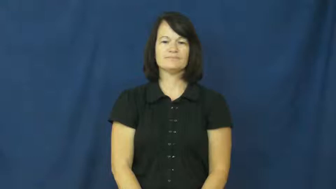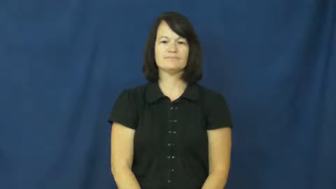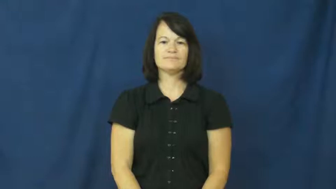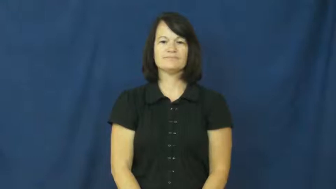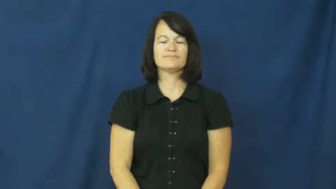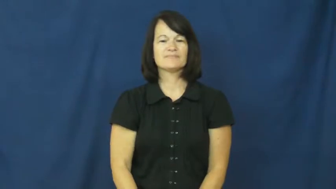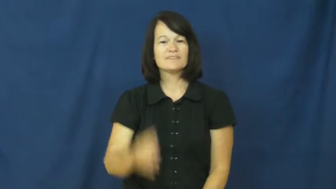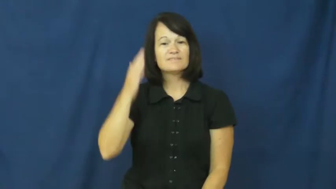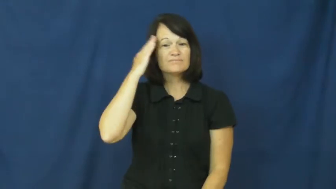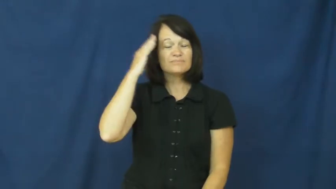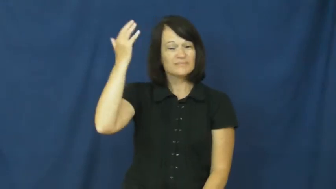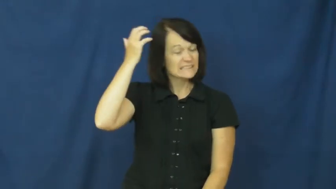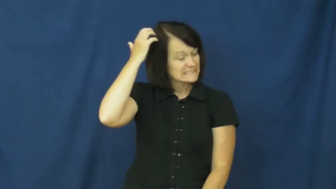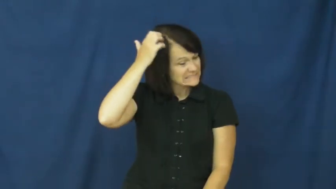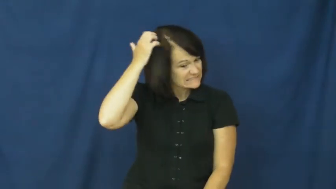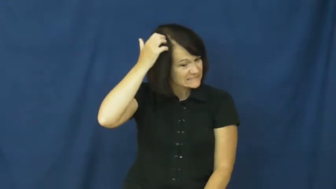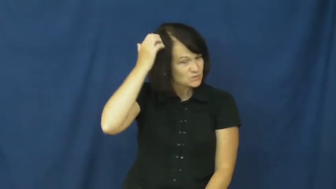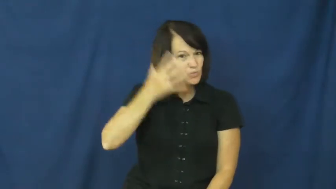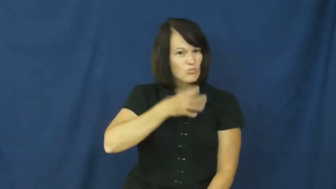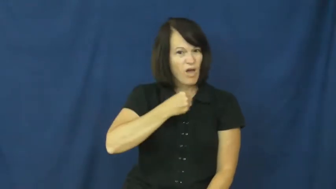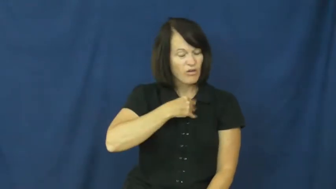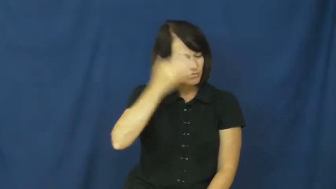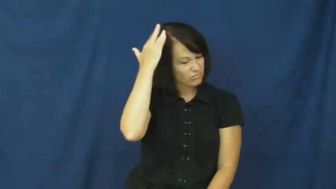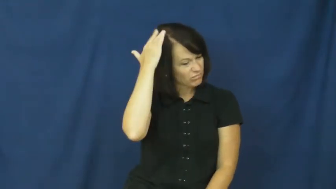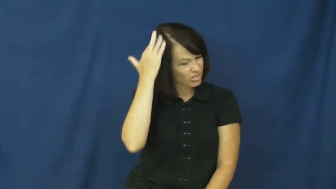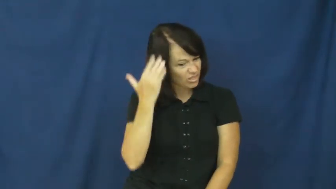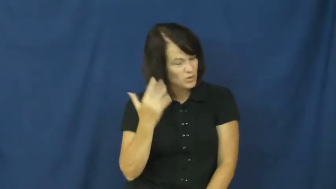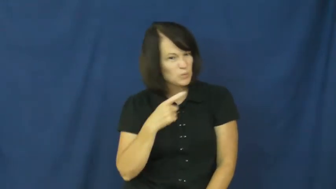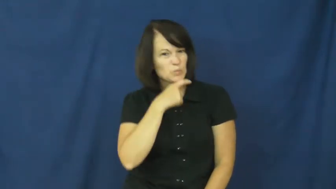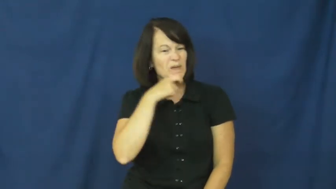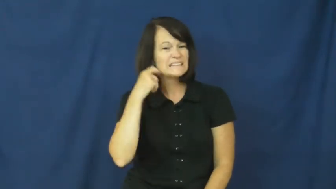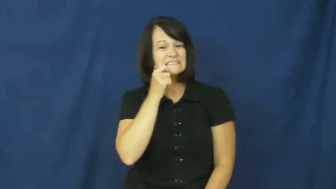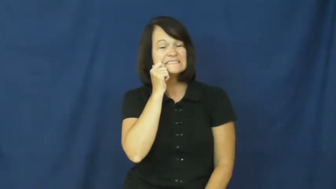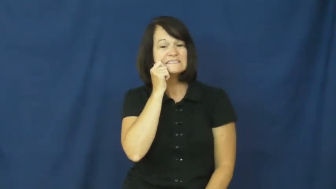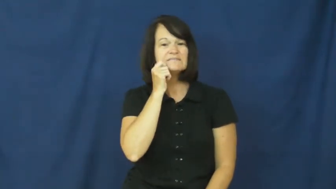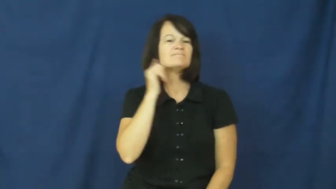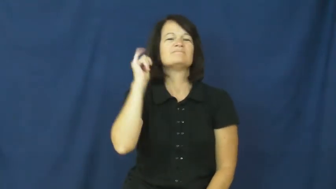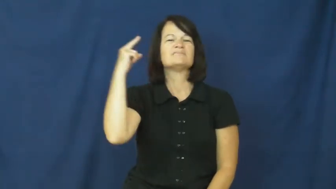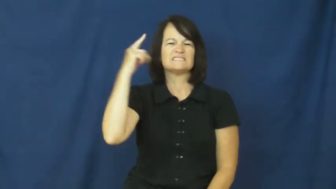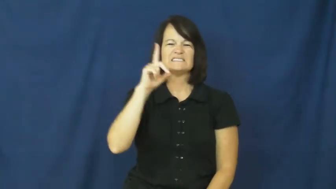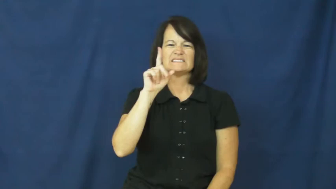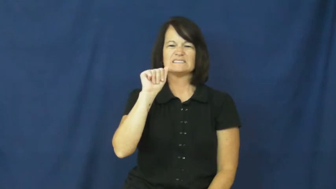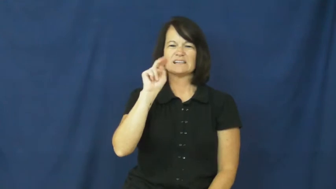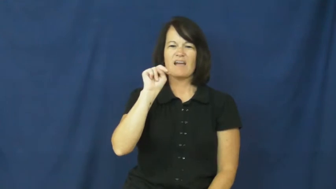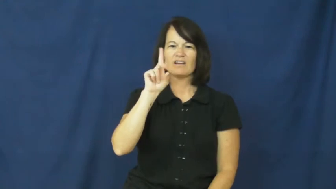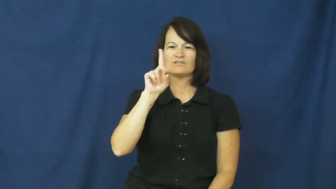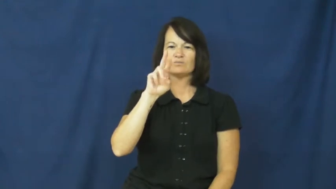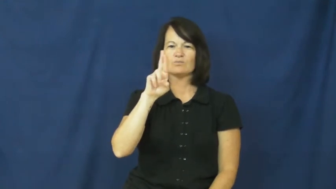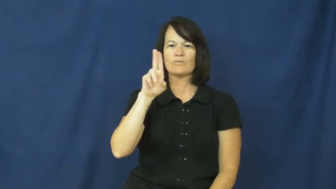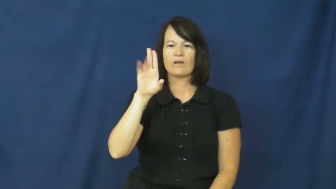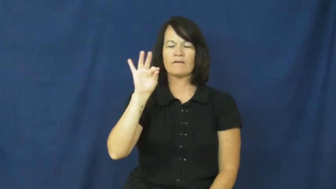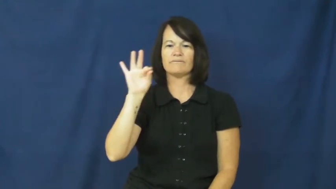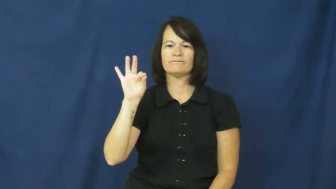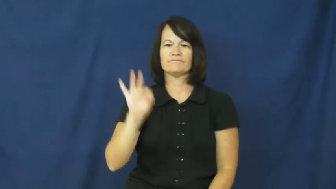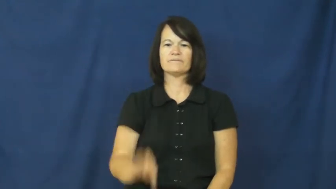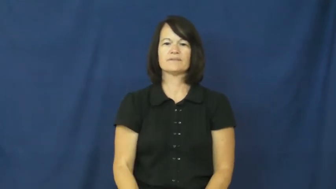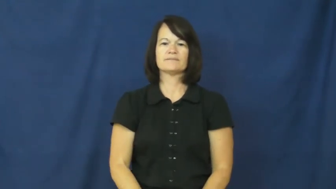dandruff